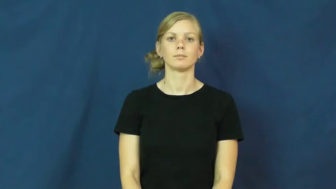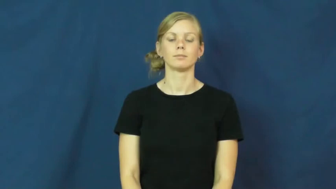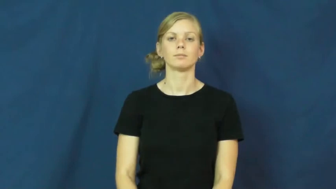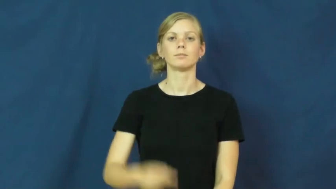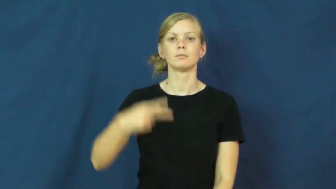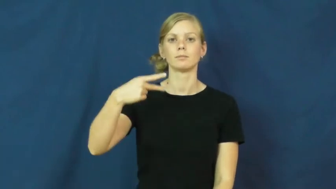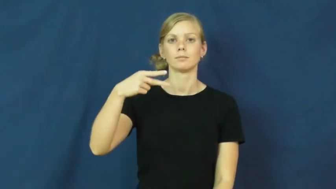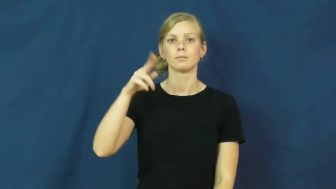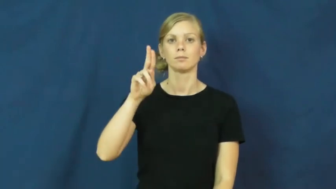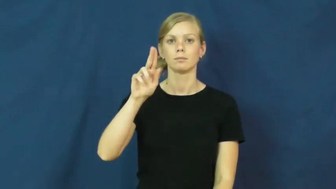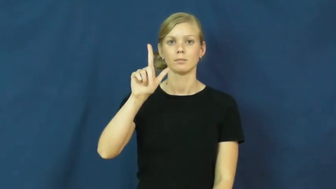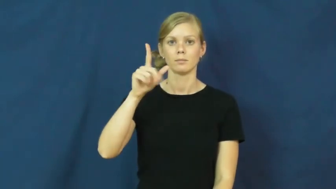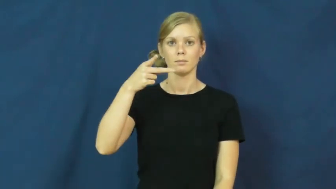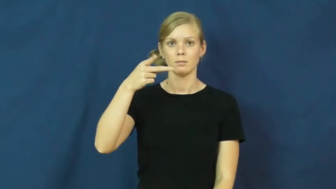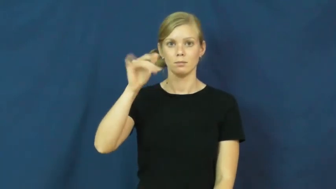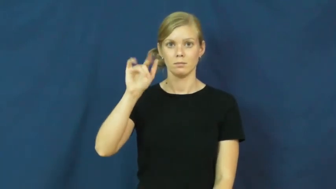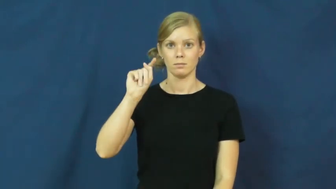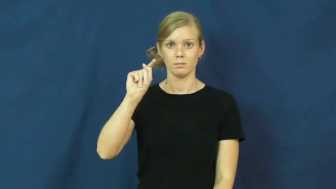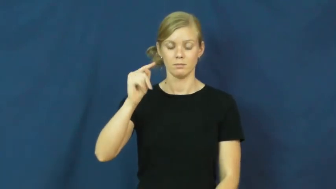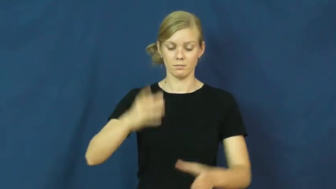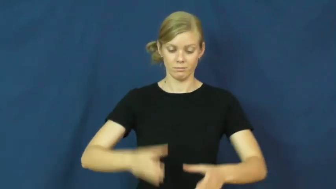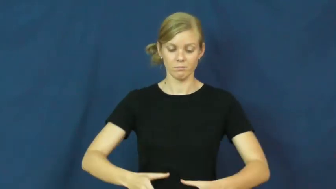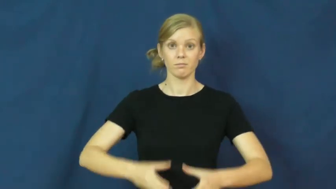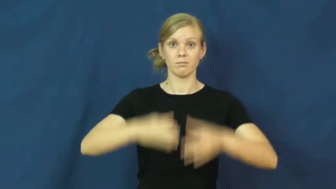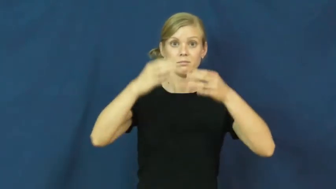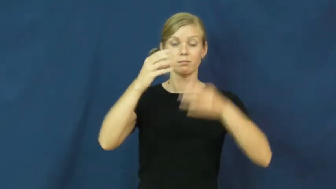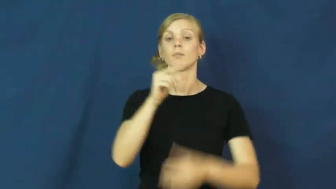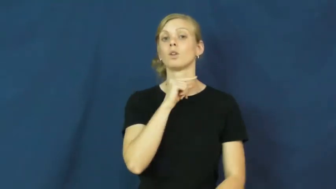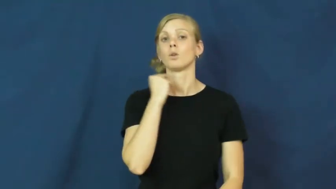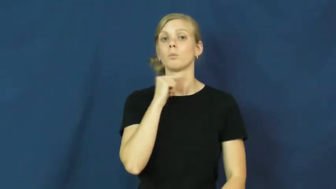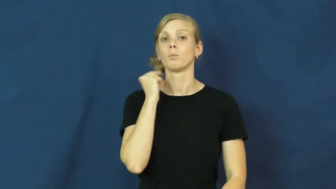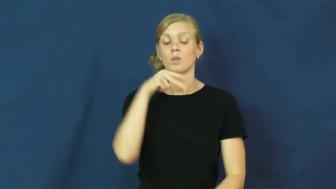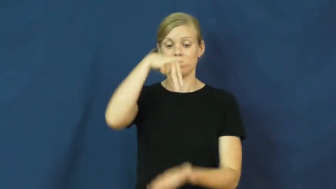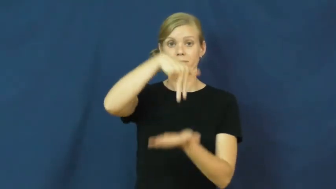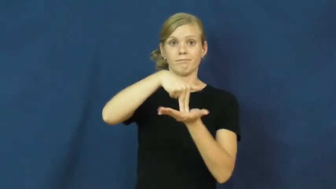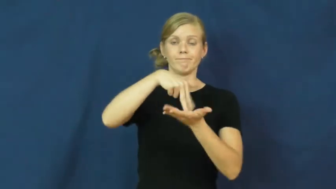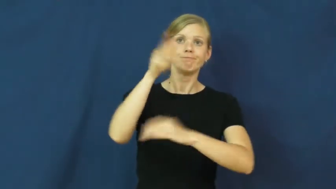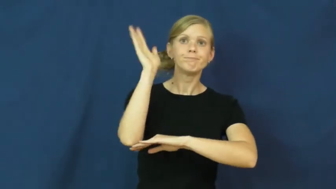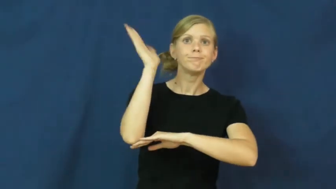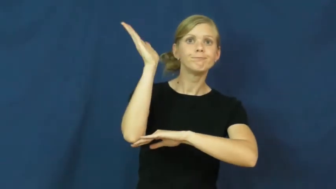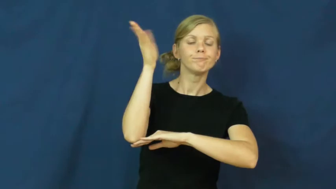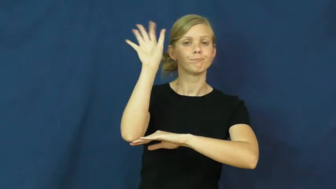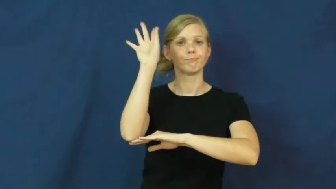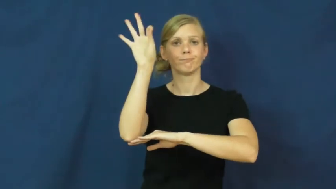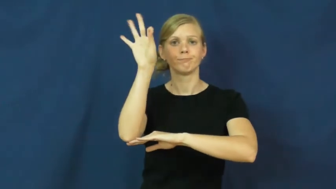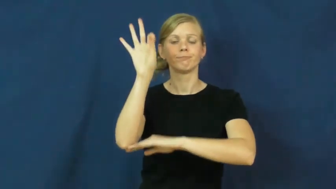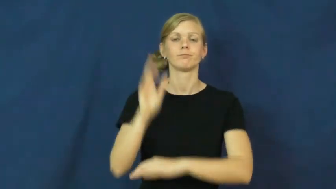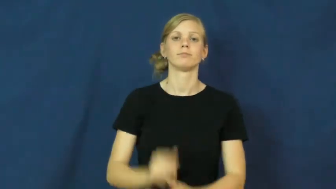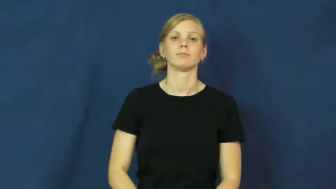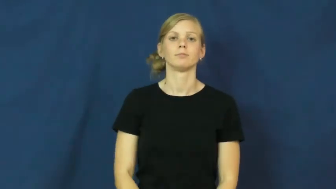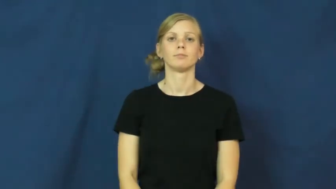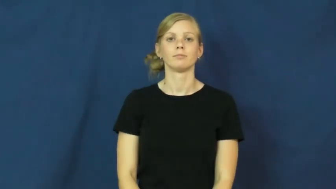pulpit